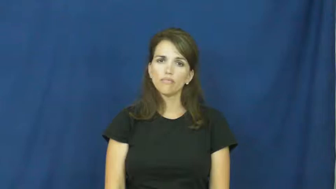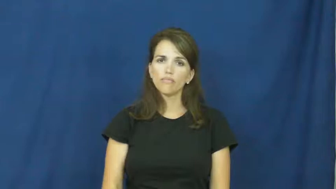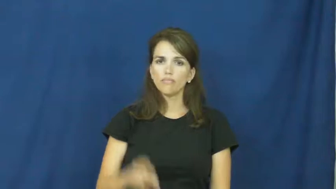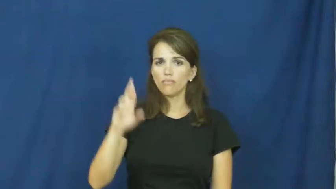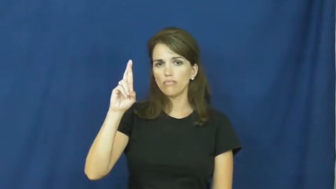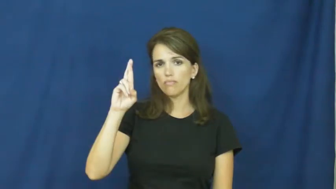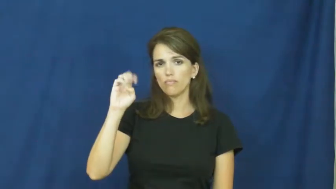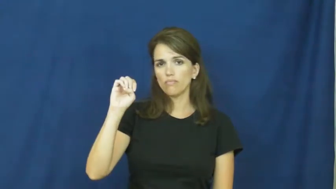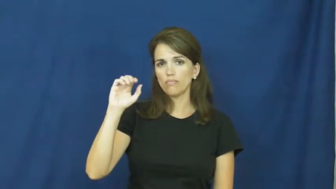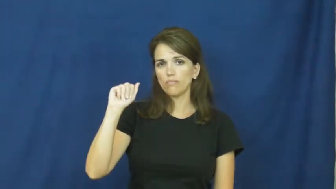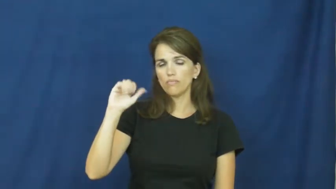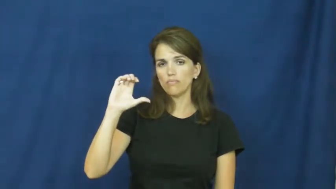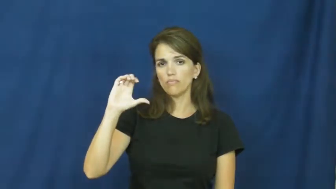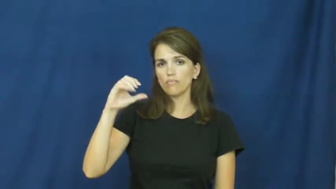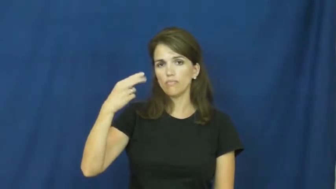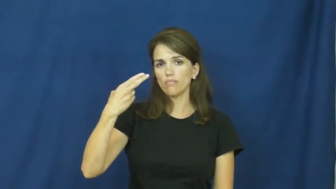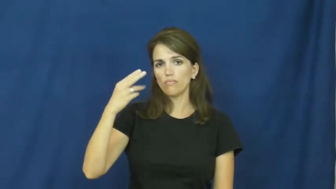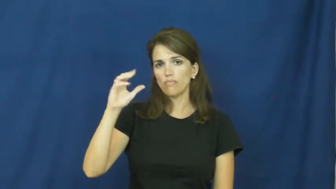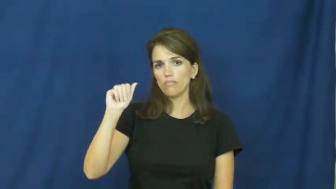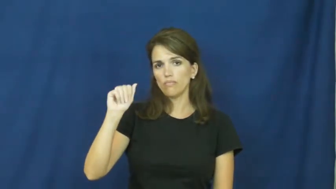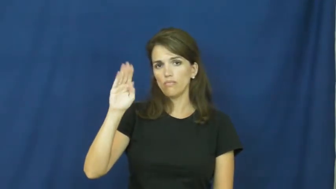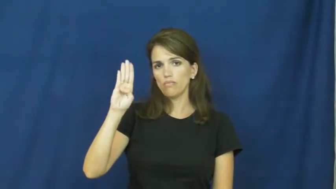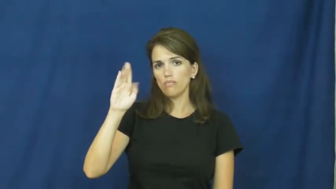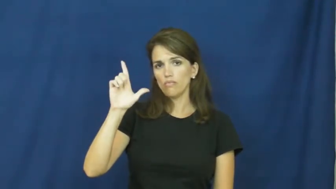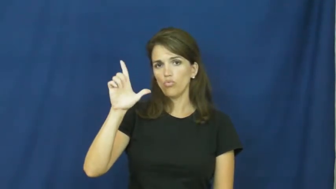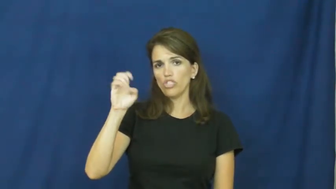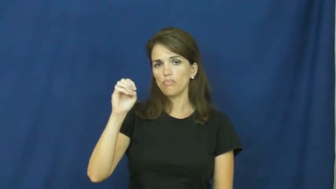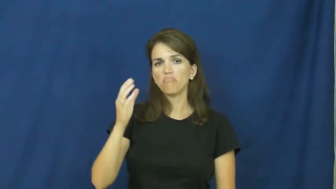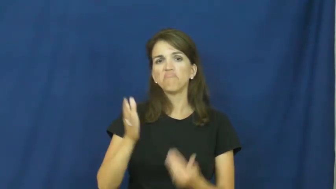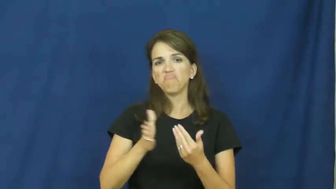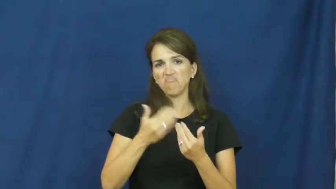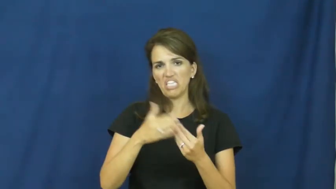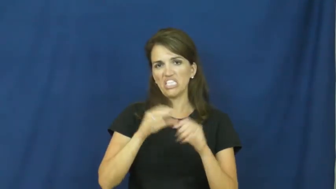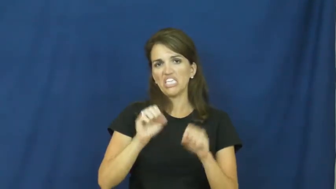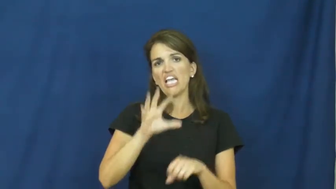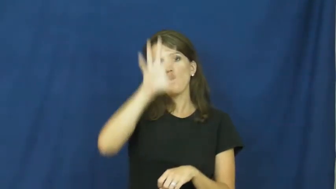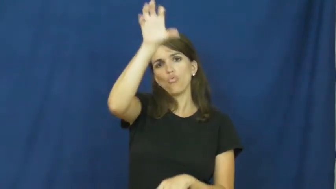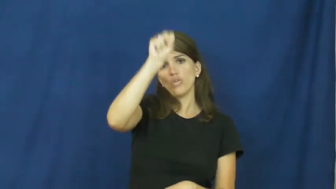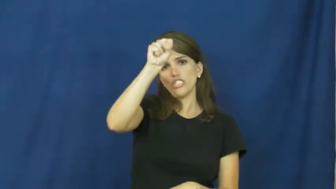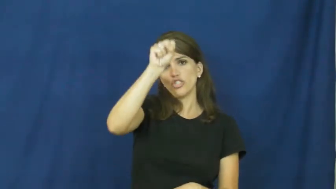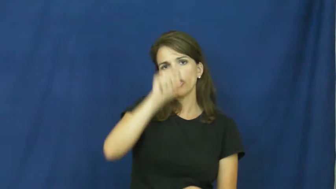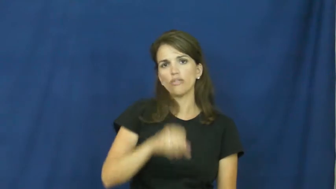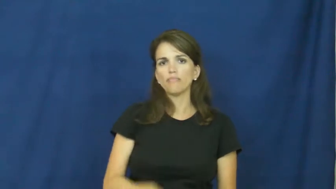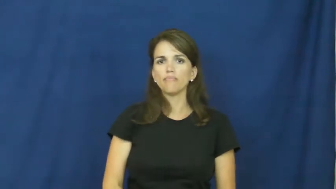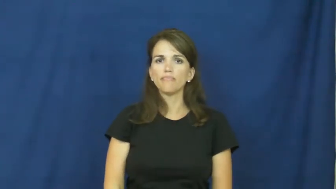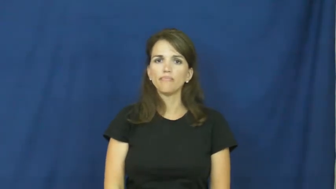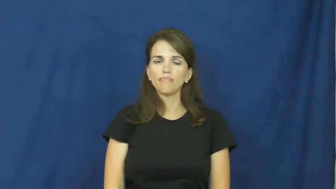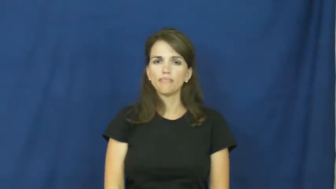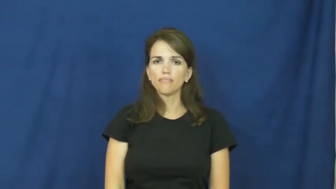reachable